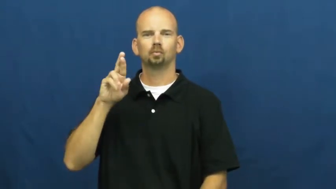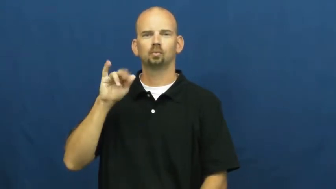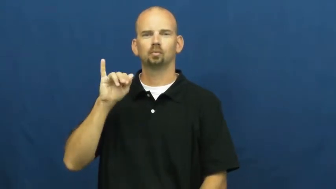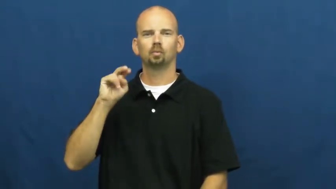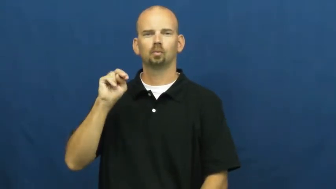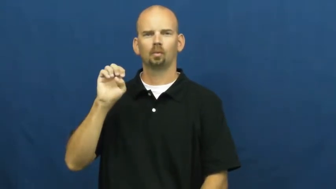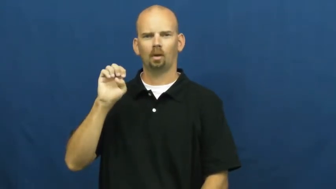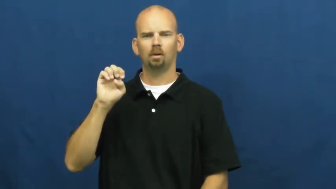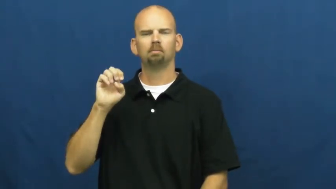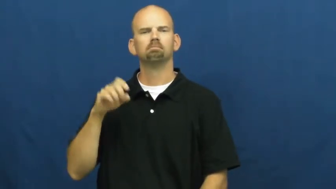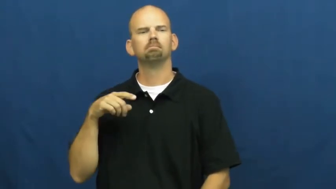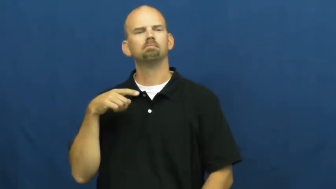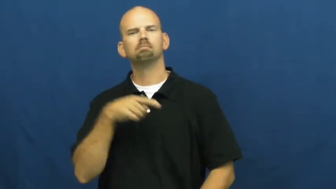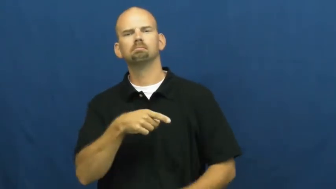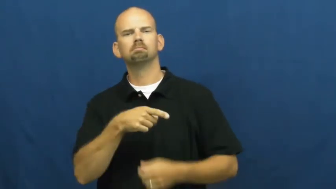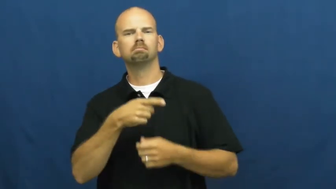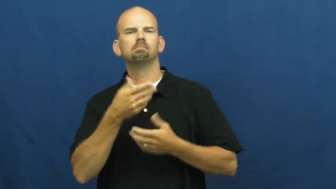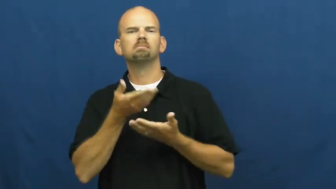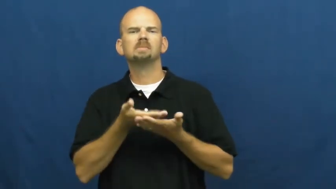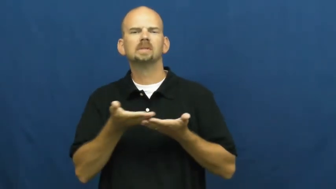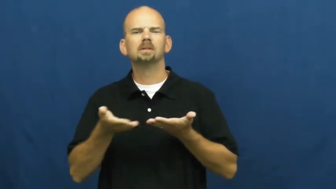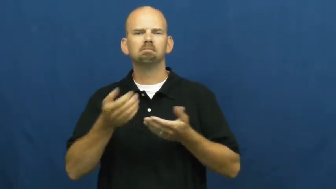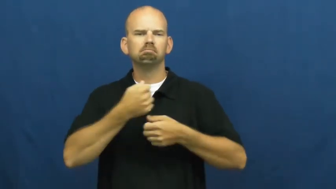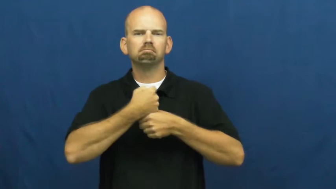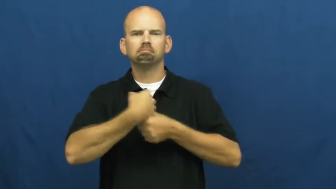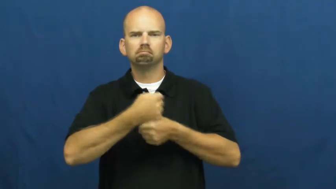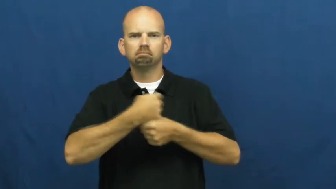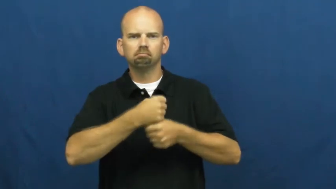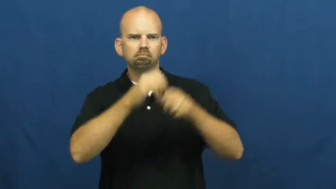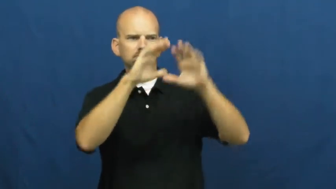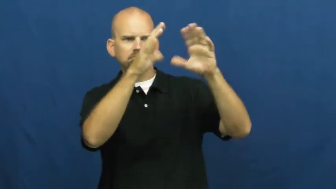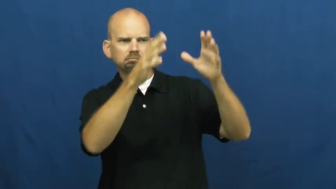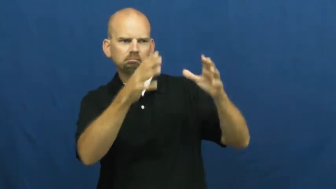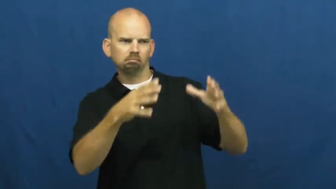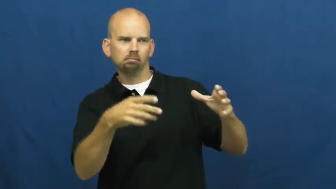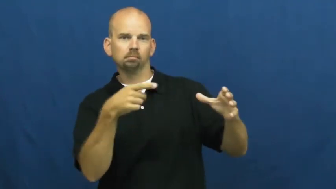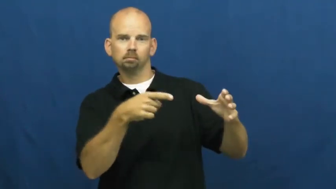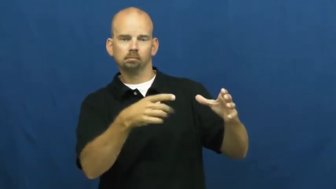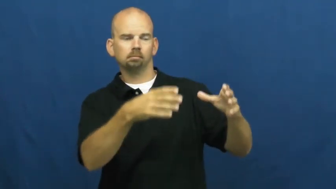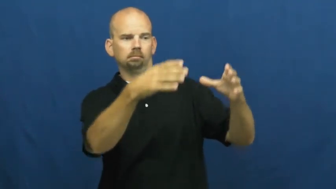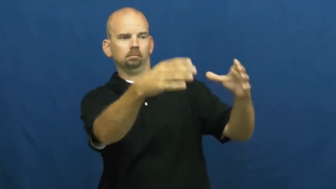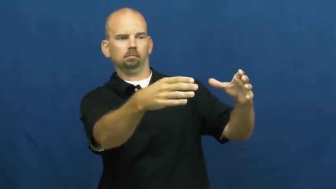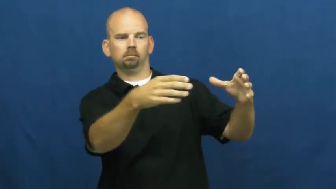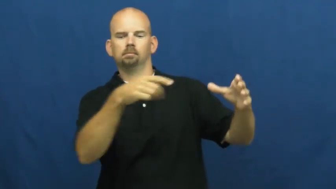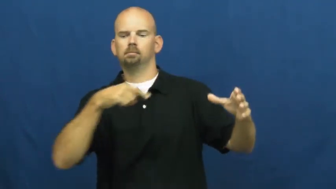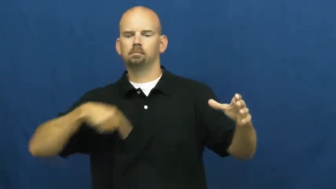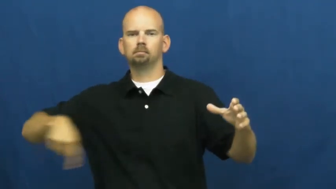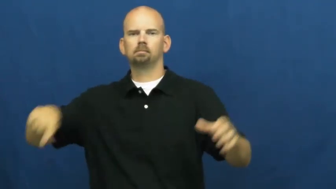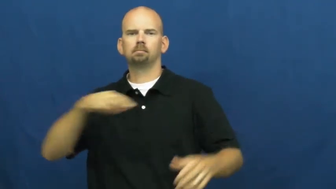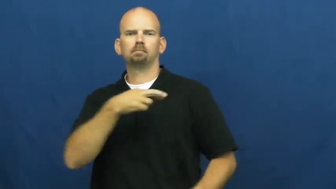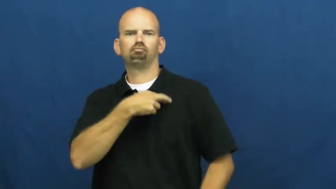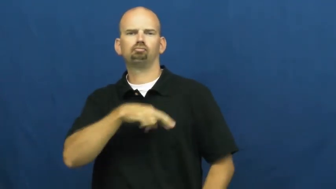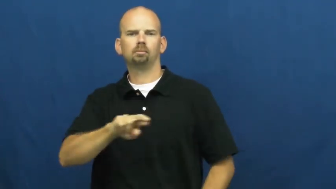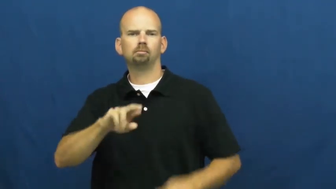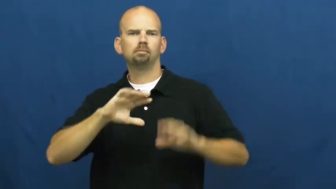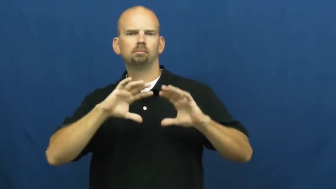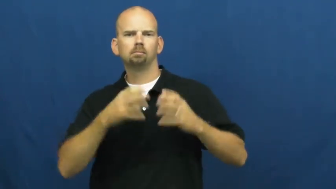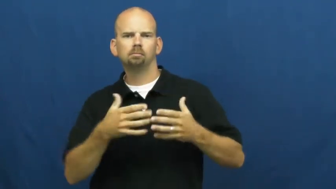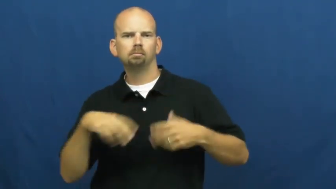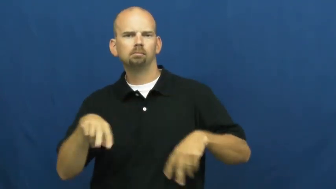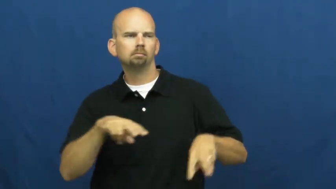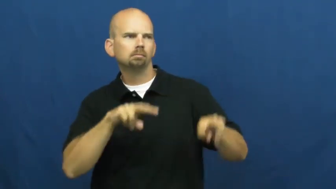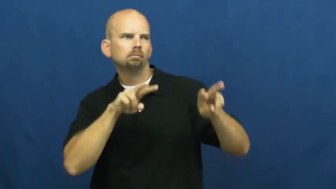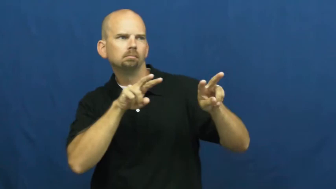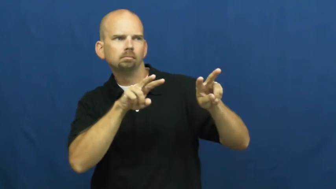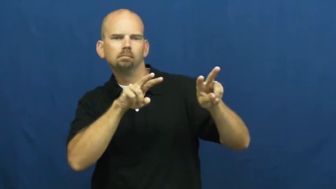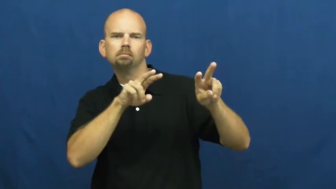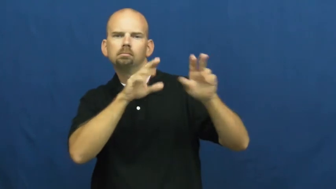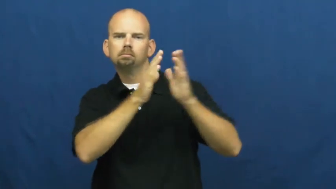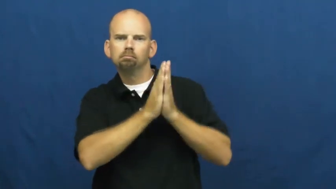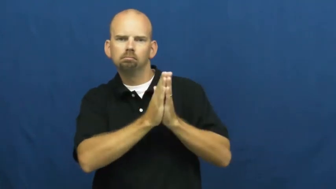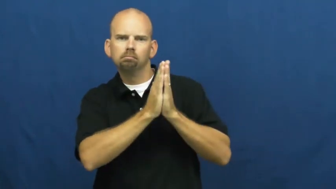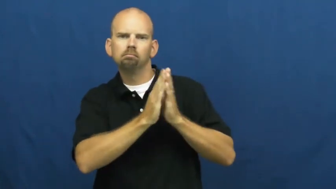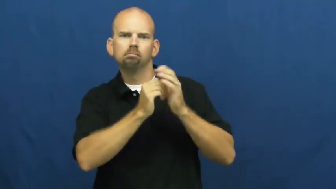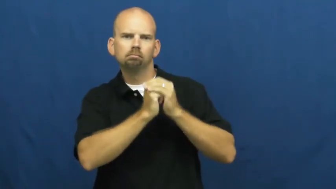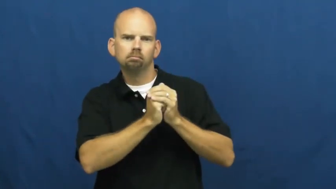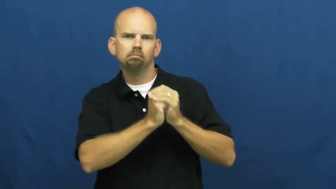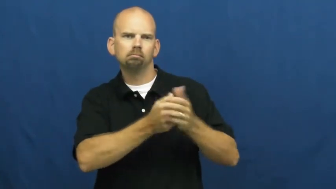shrine